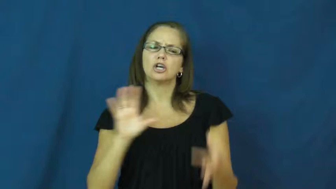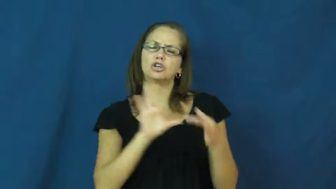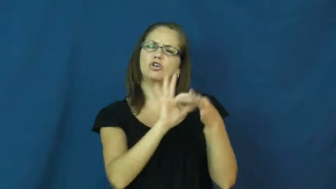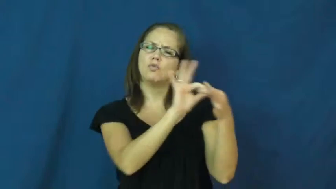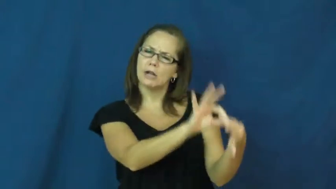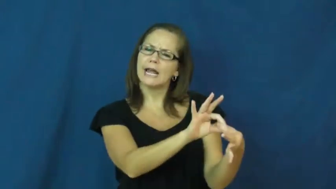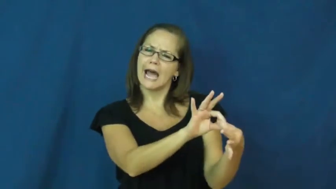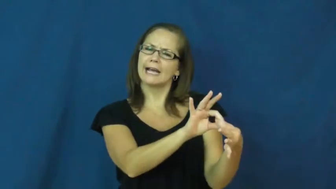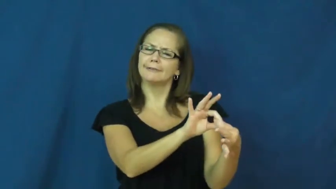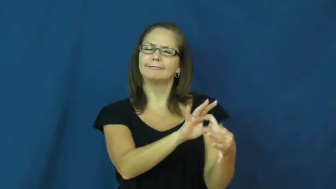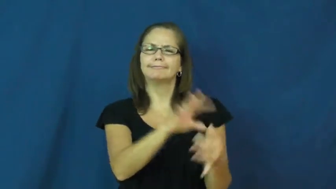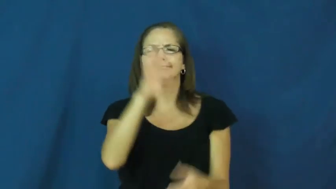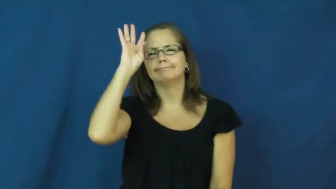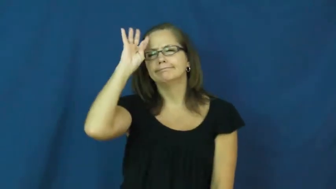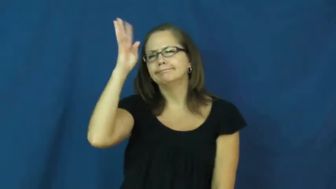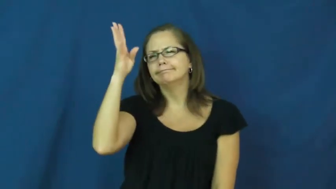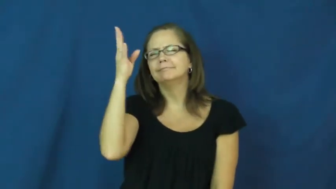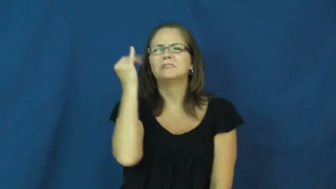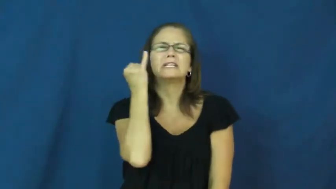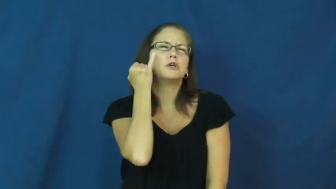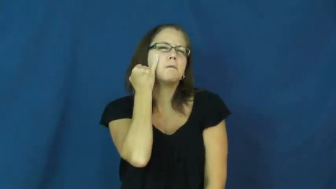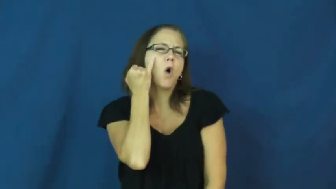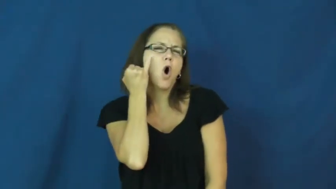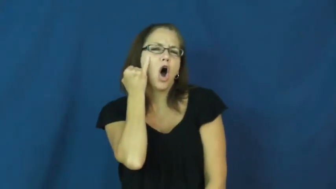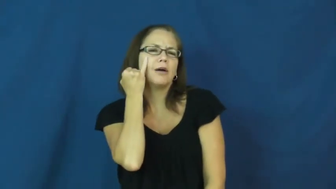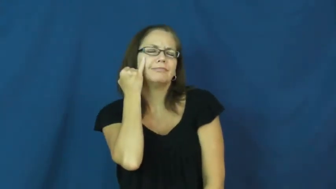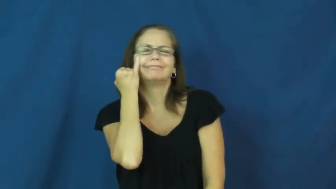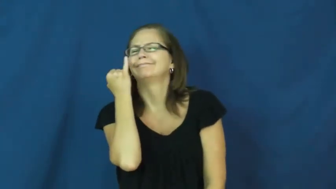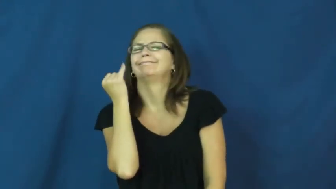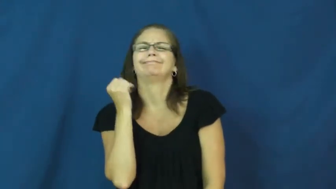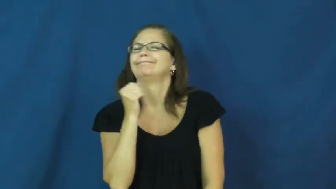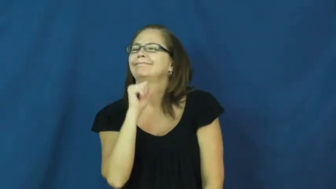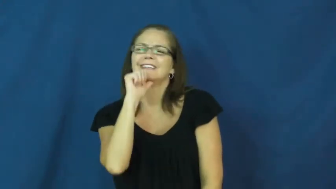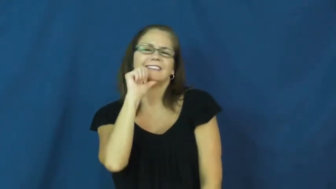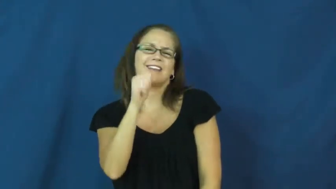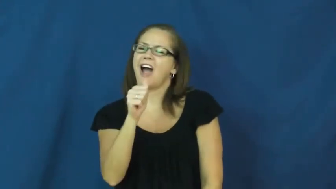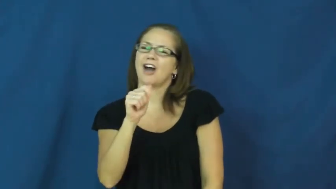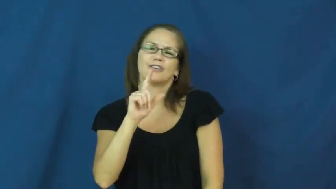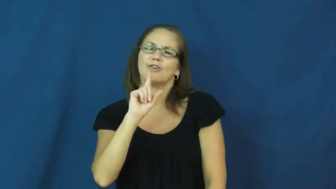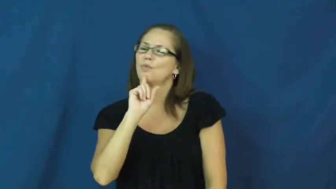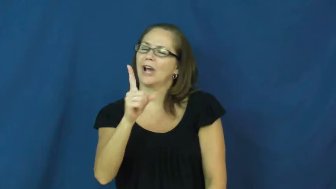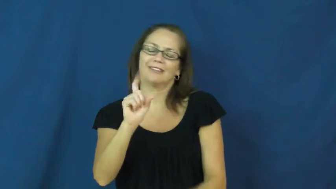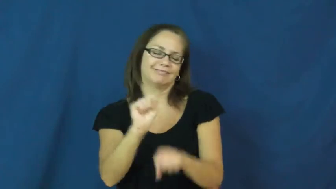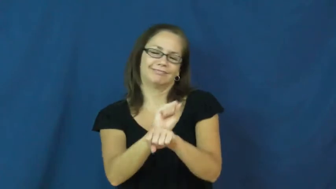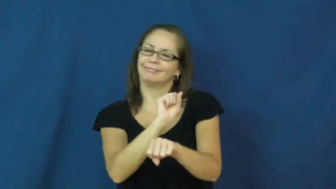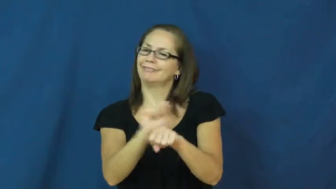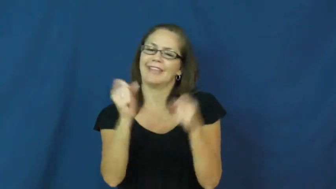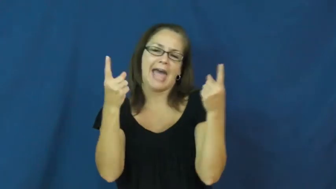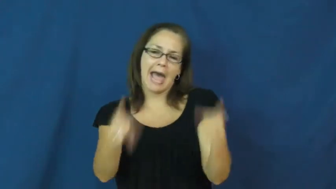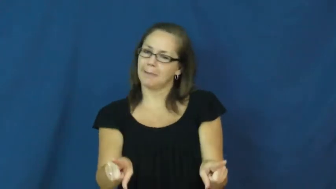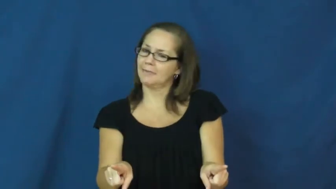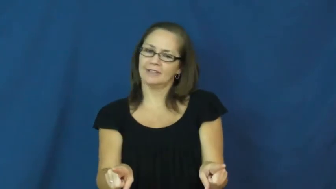hypothetical,academic